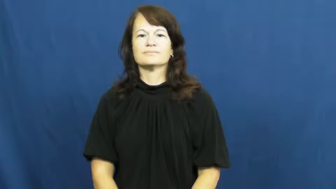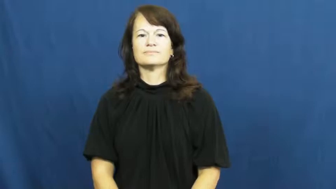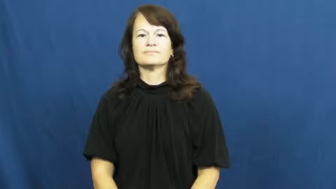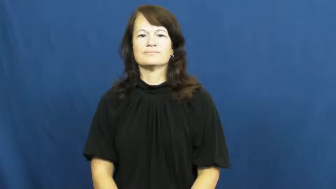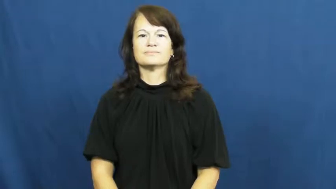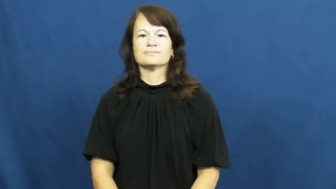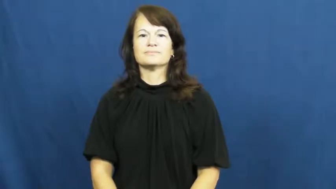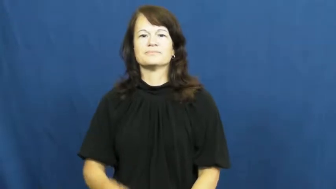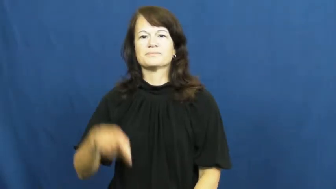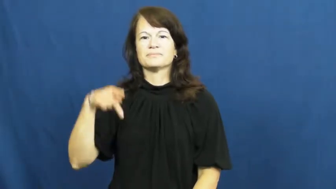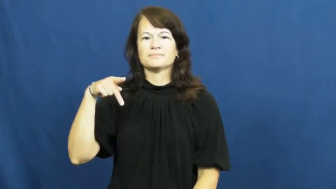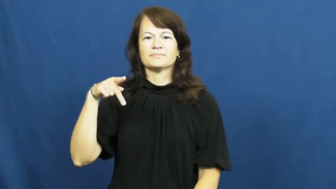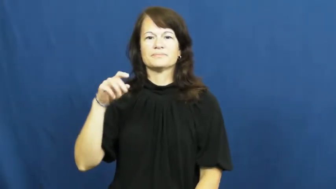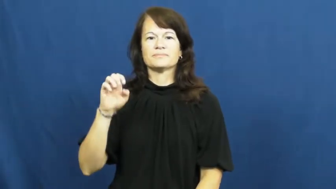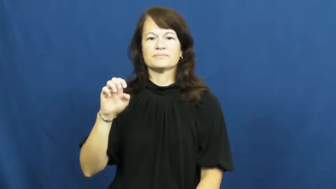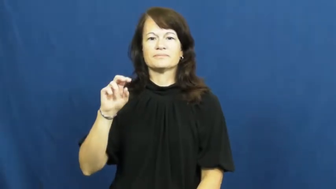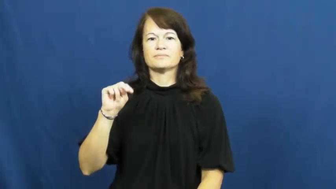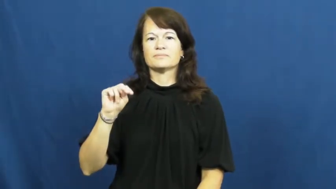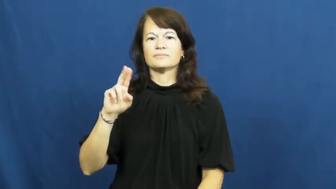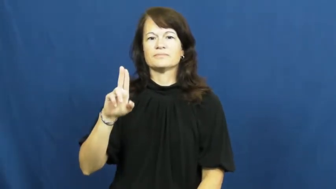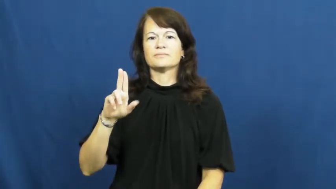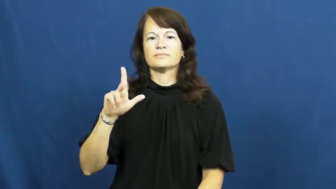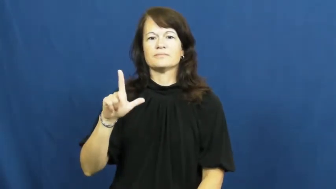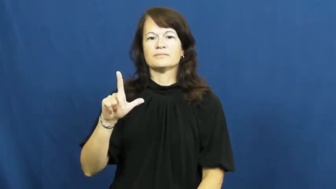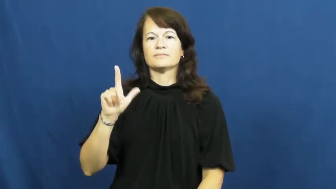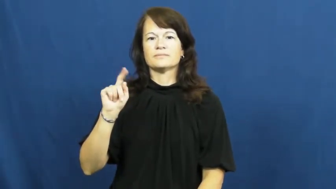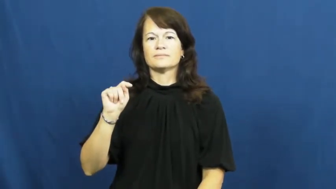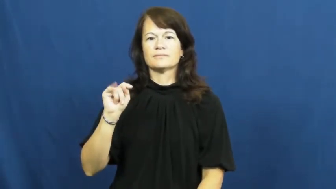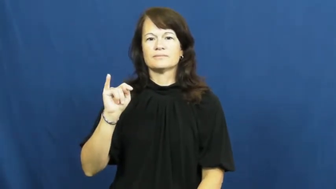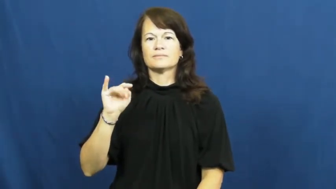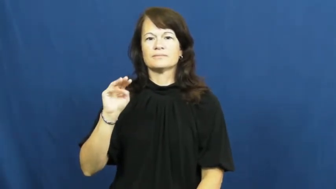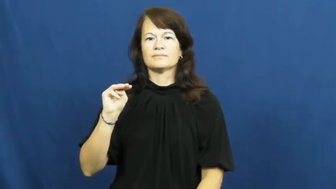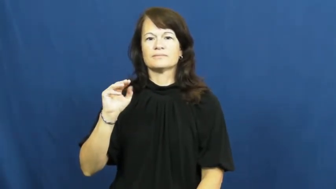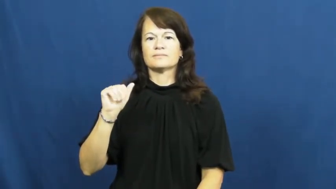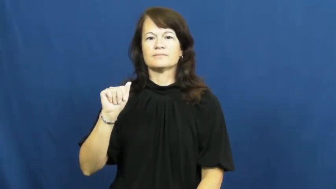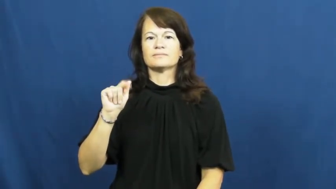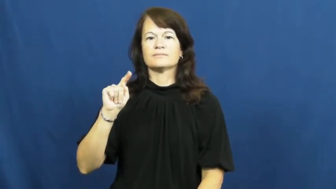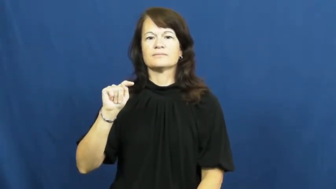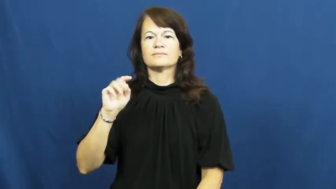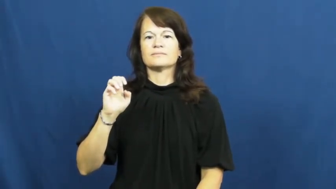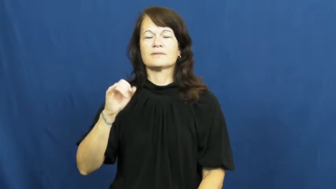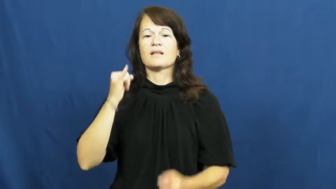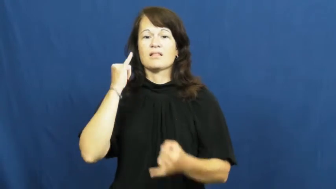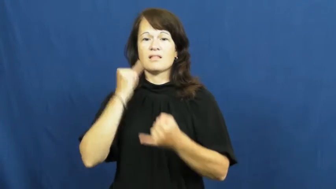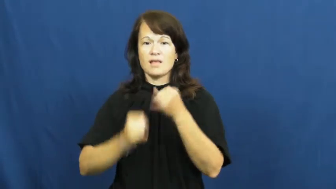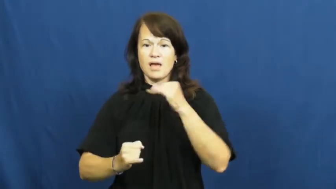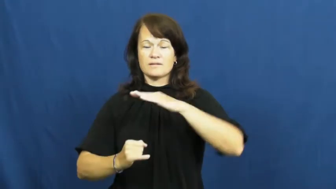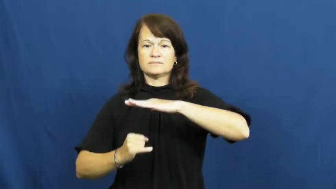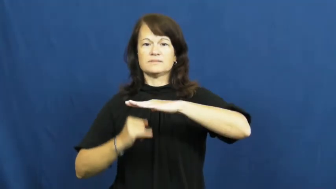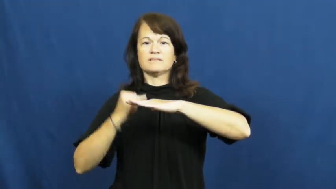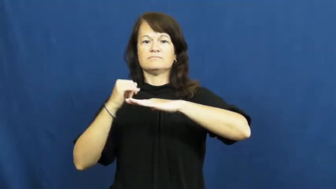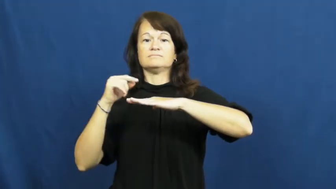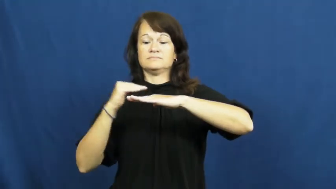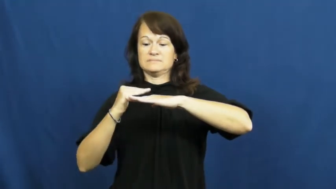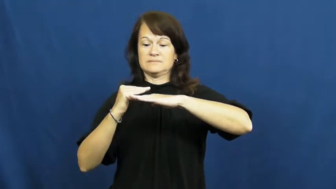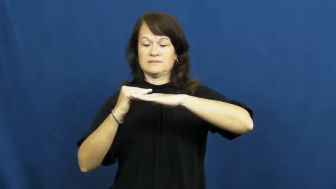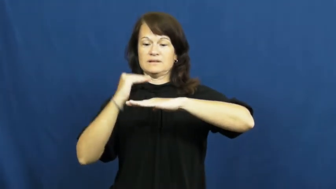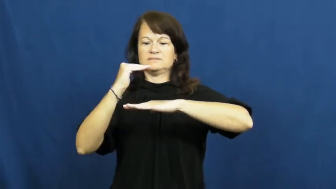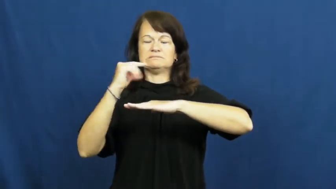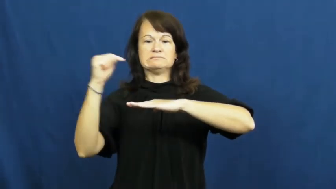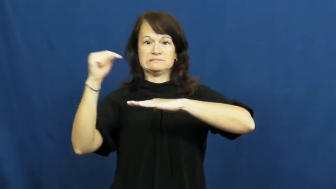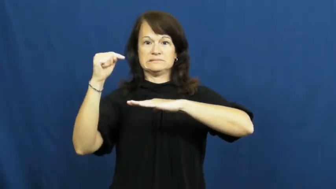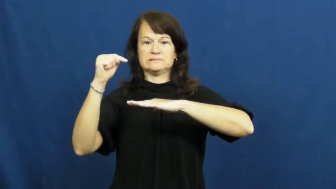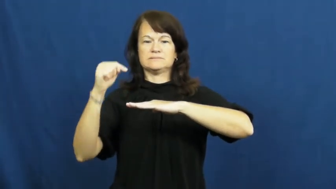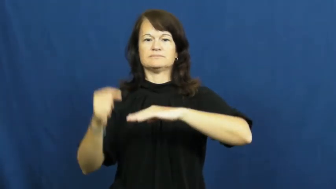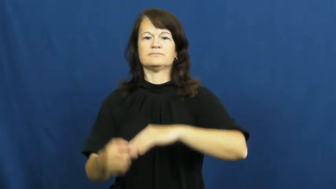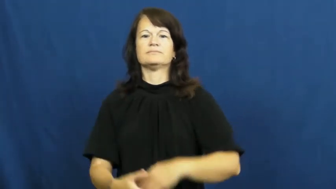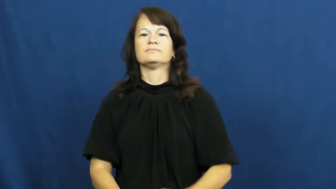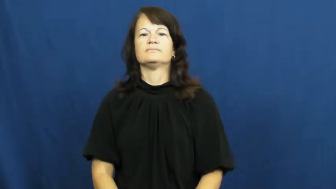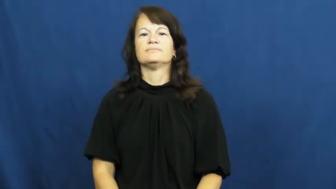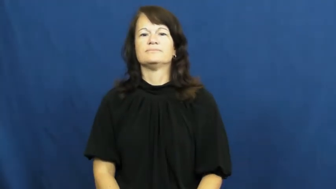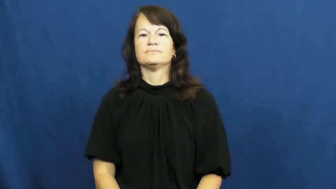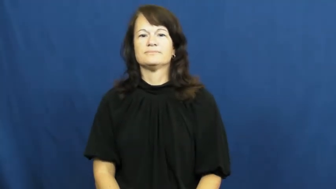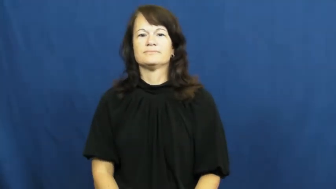penultimate